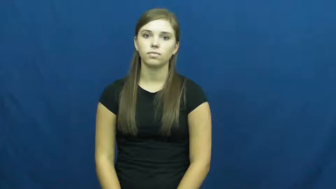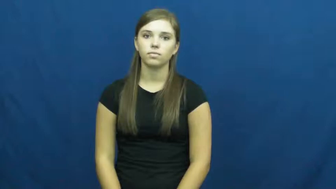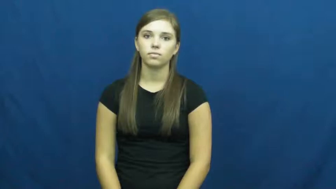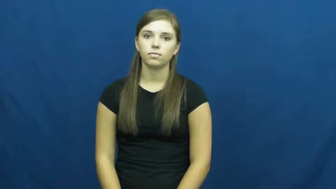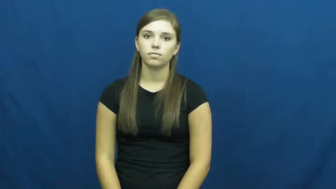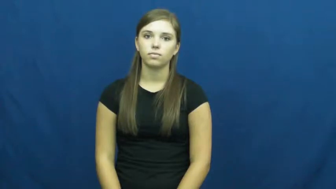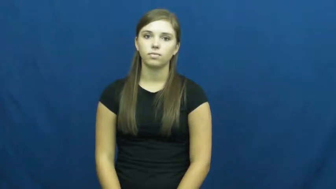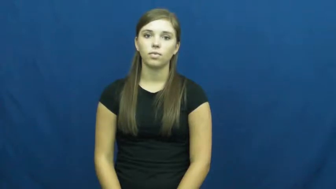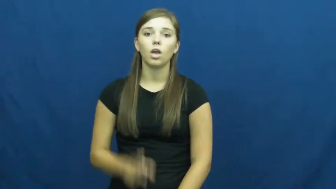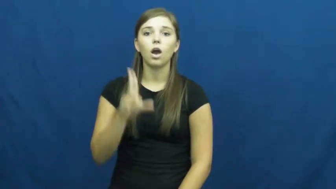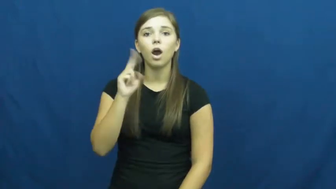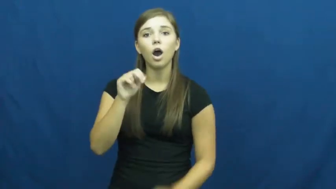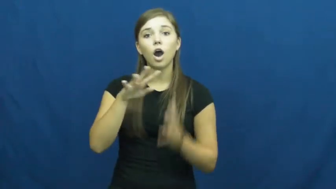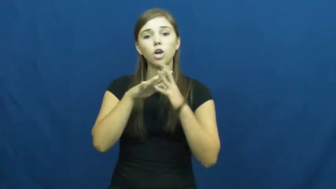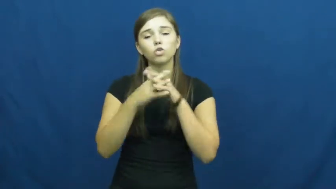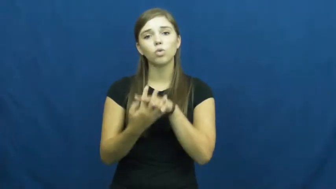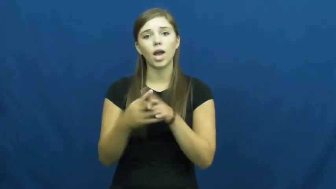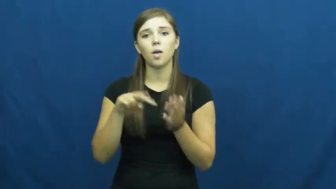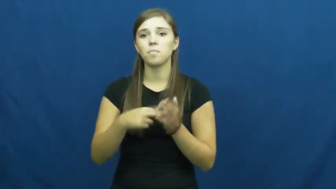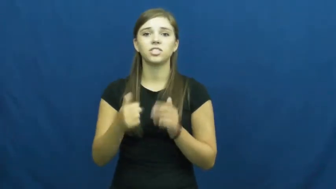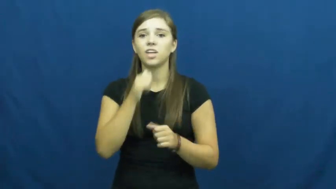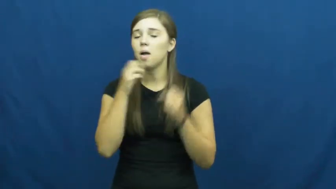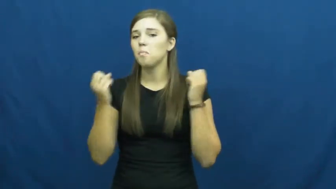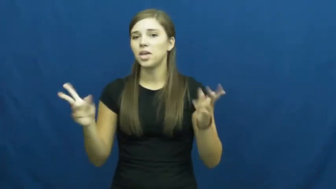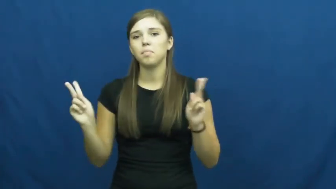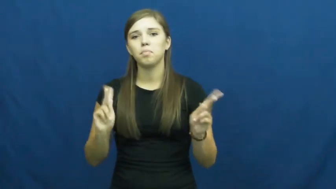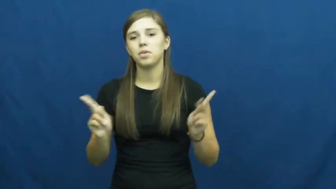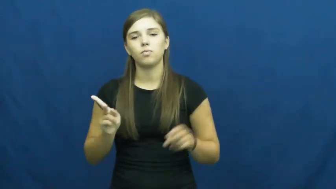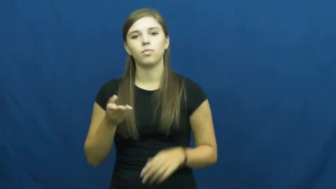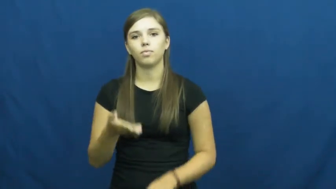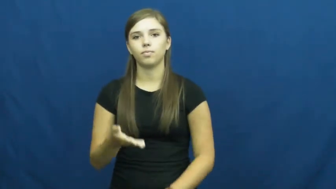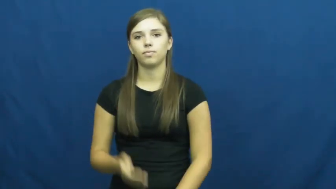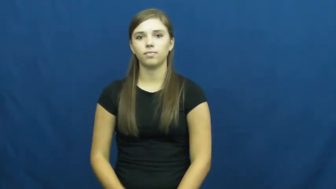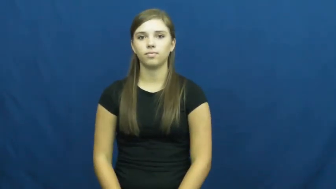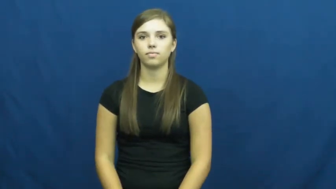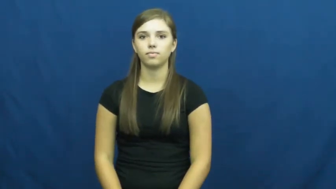uncrowded